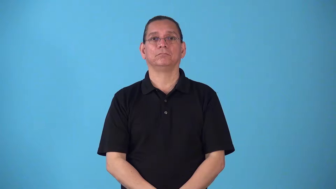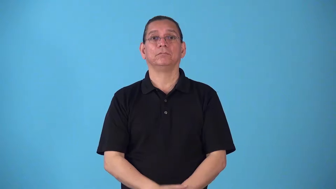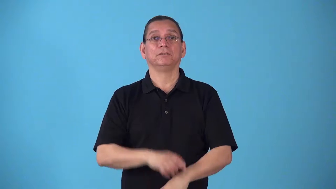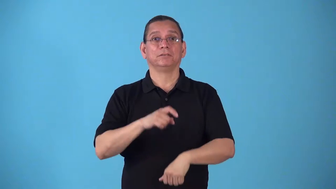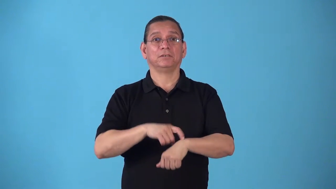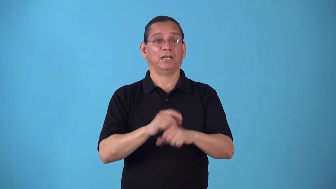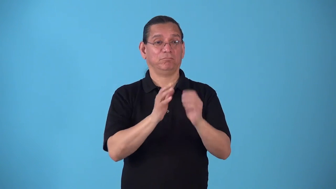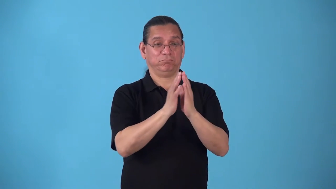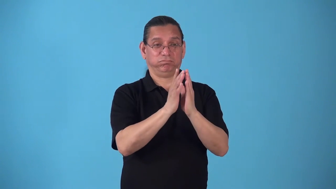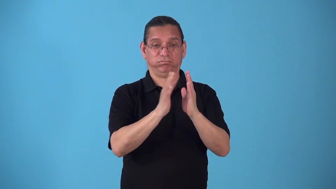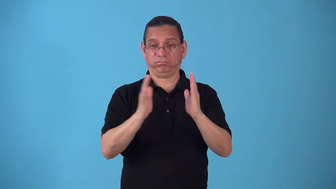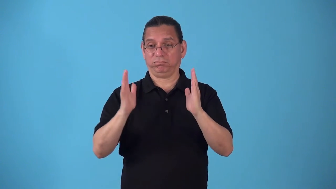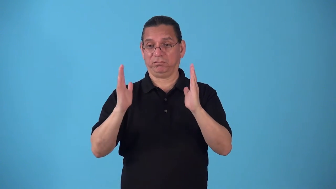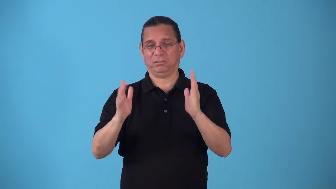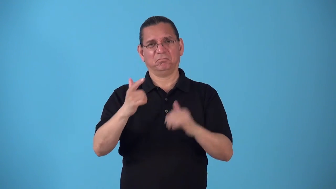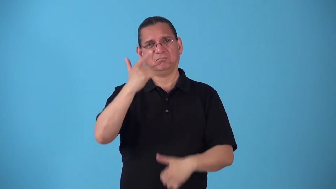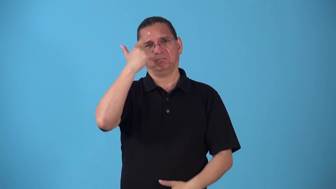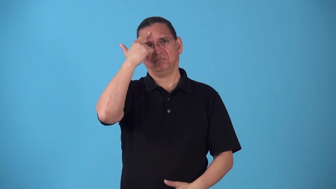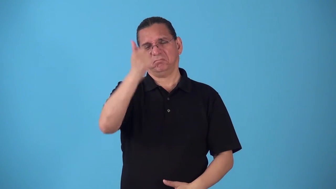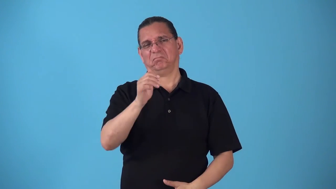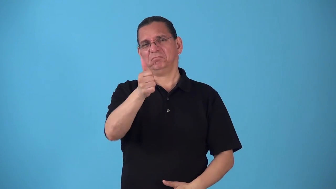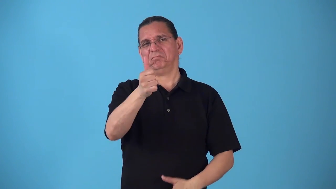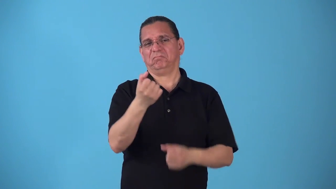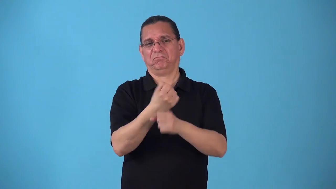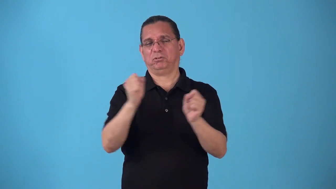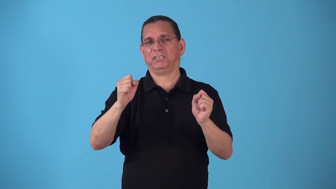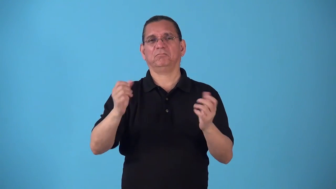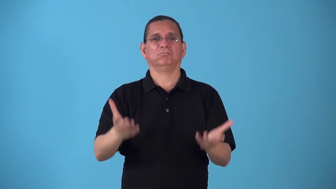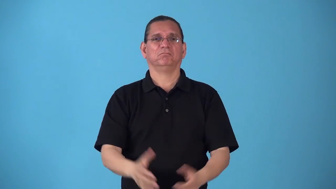space-time and freedom to do what you want